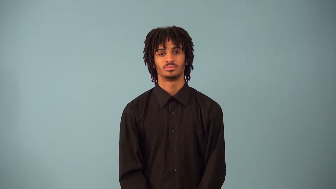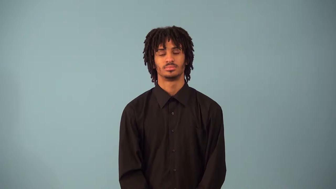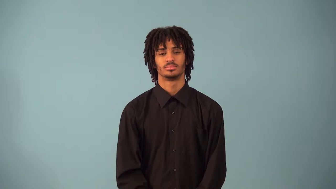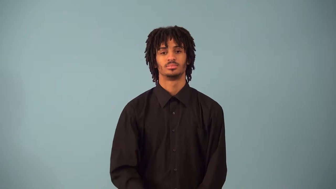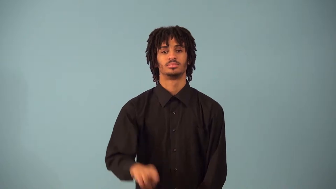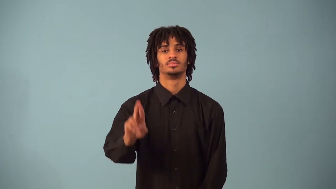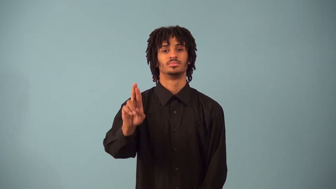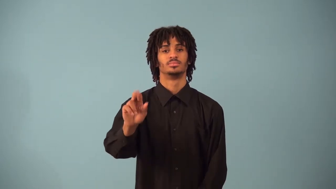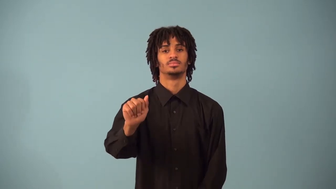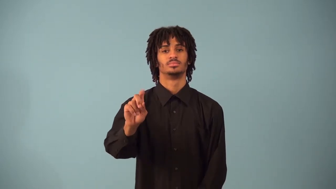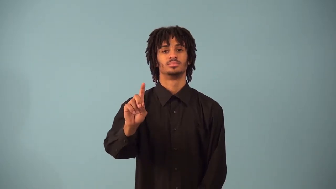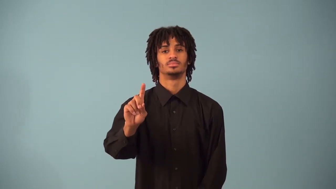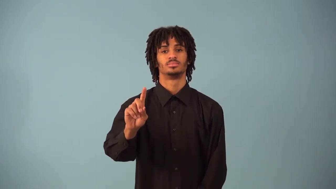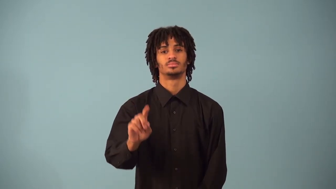radian